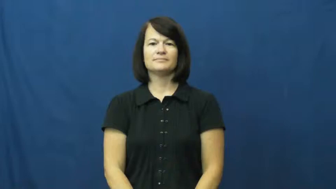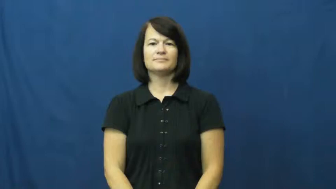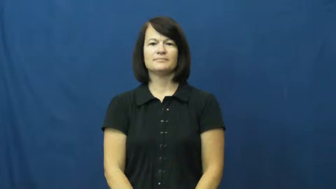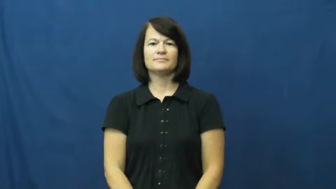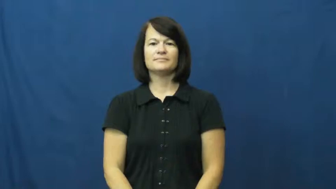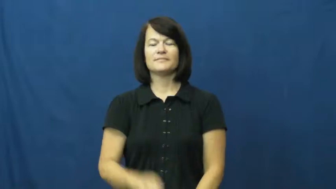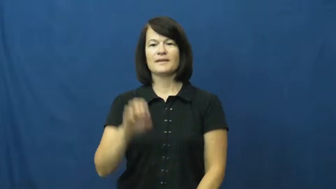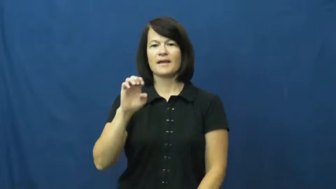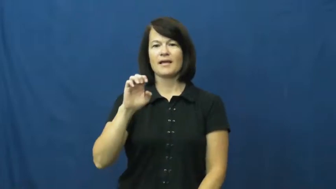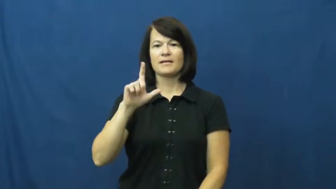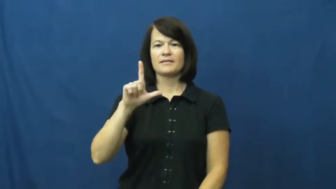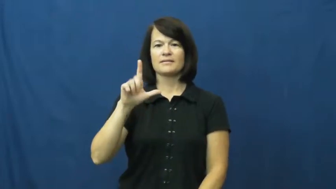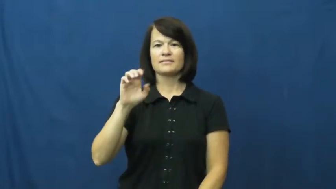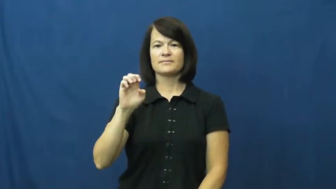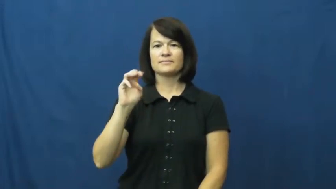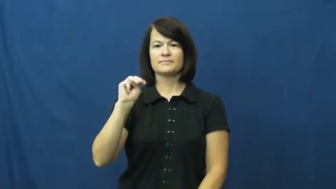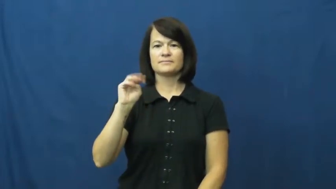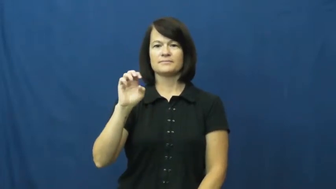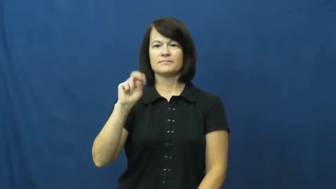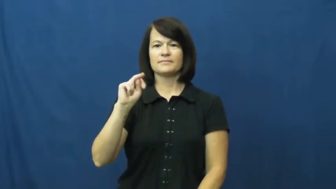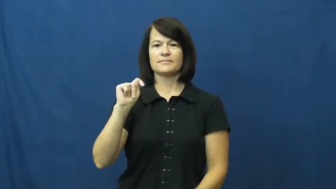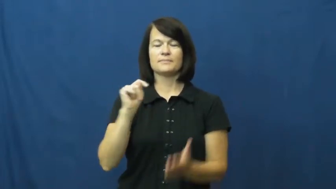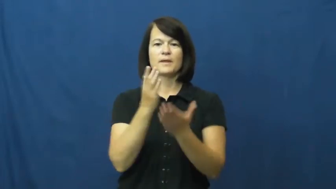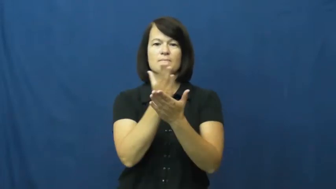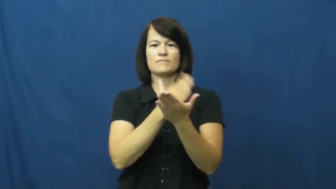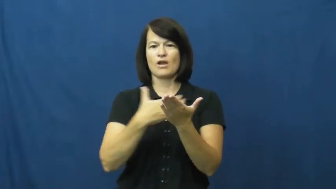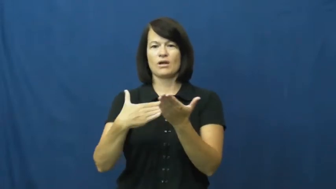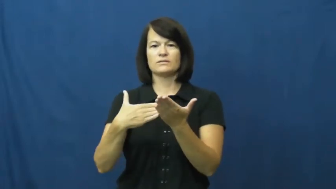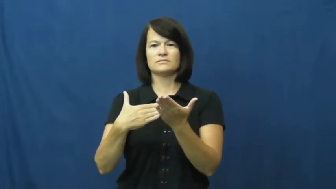element-part